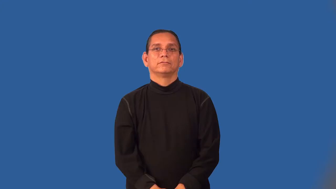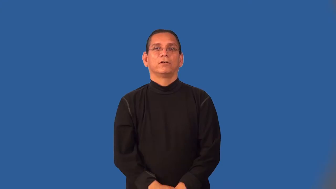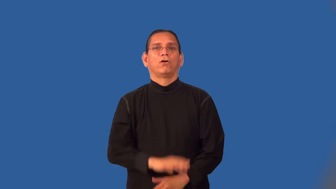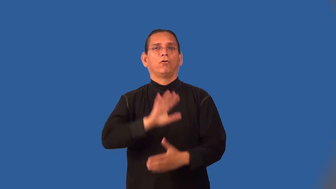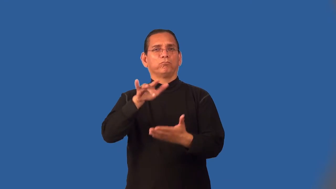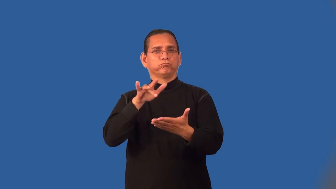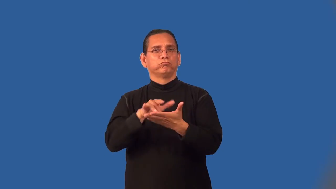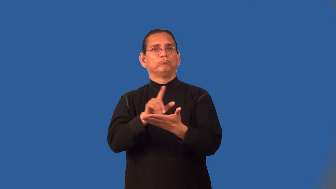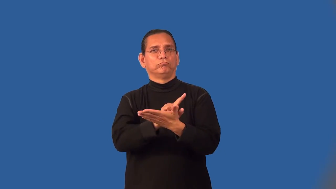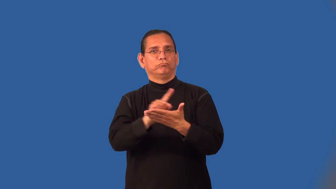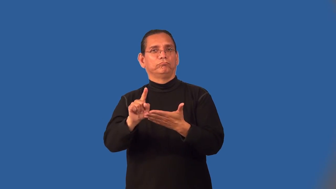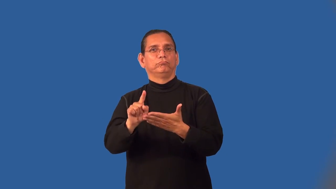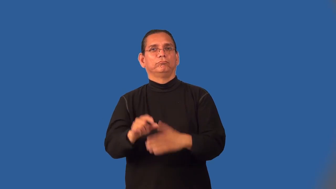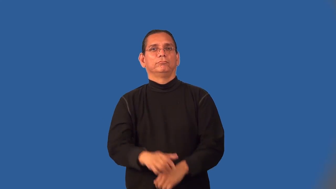midweek